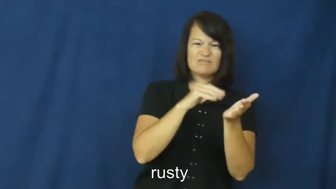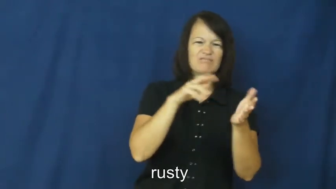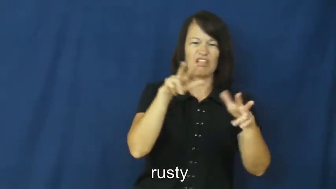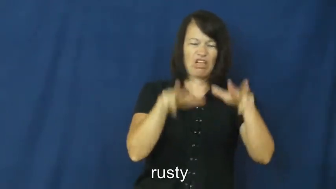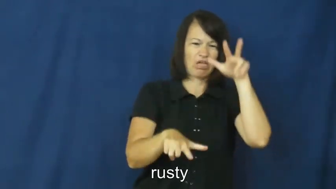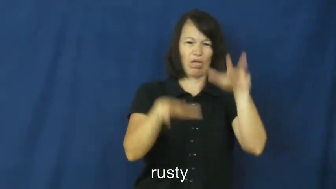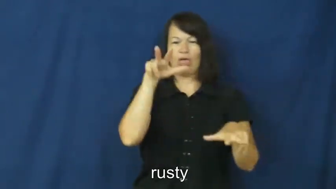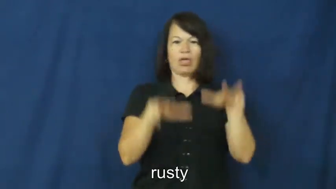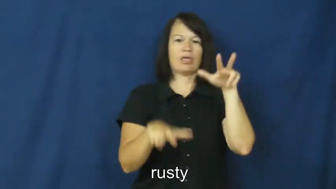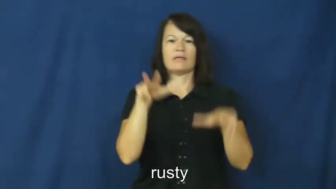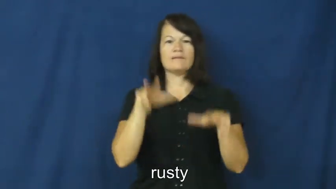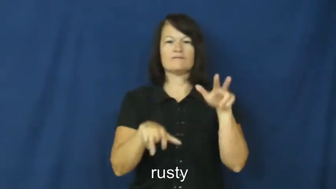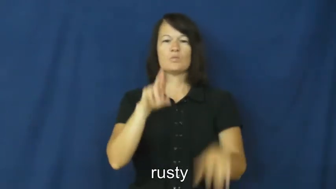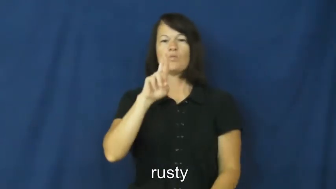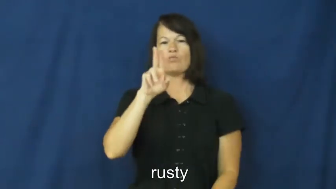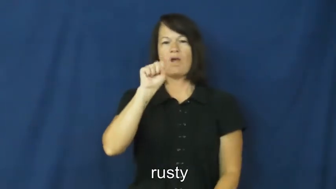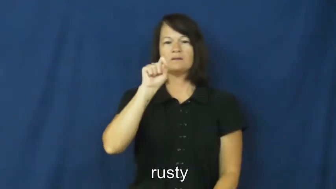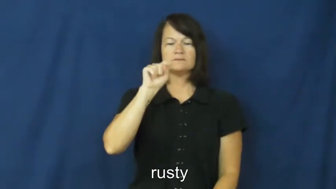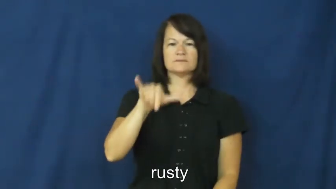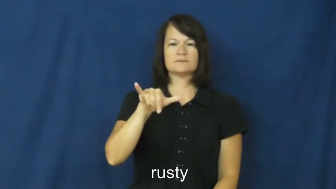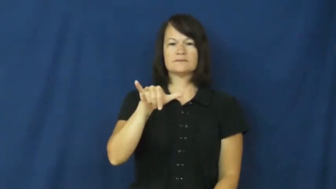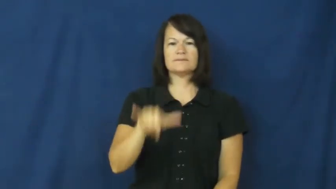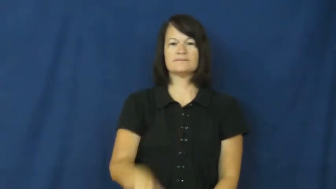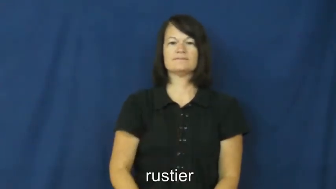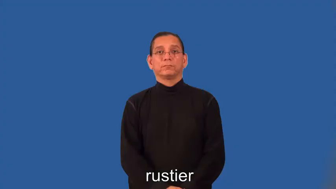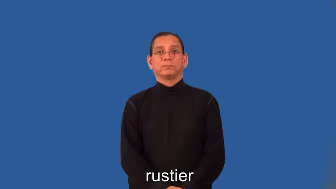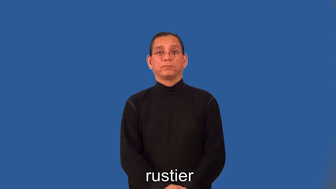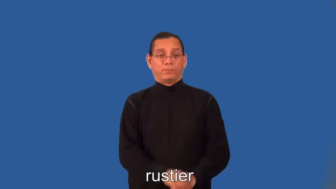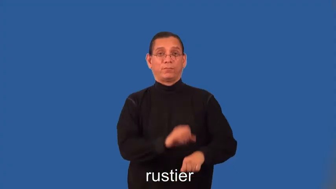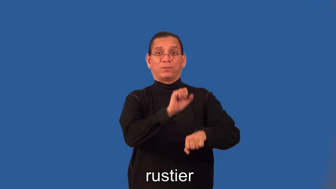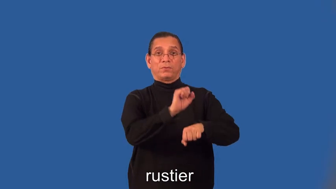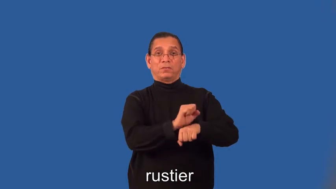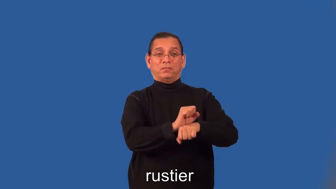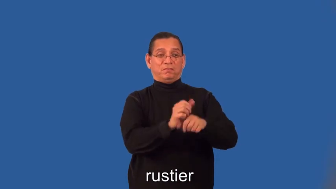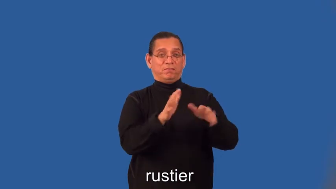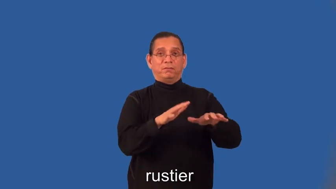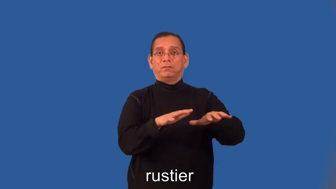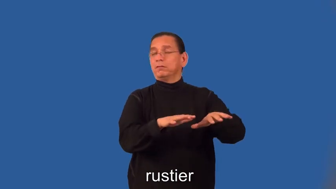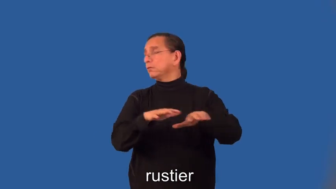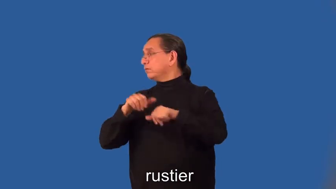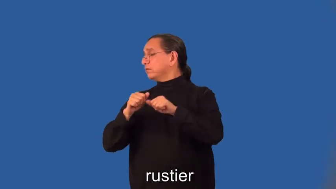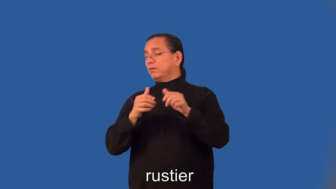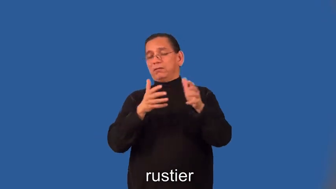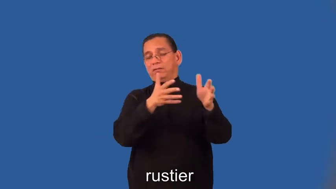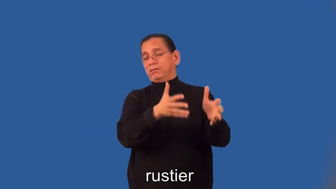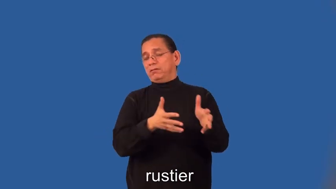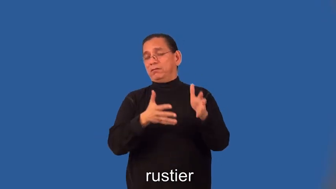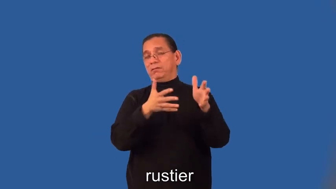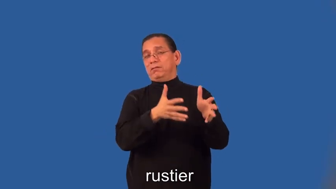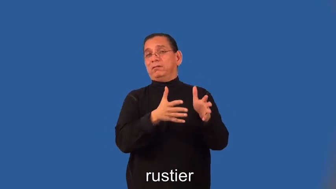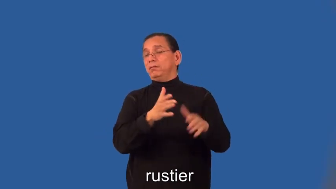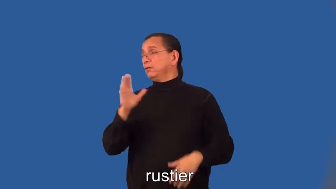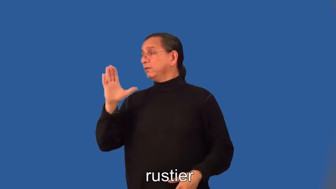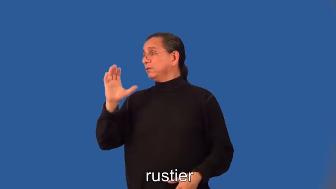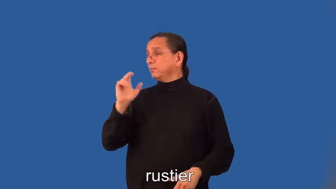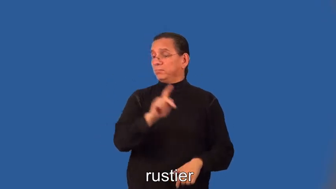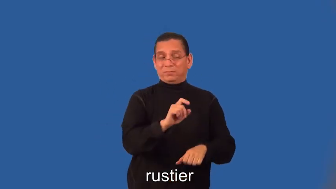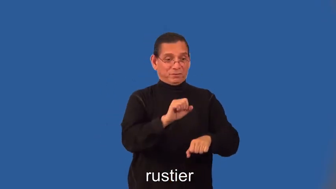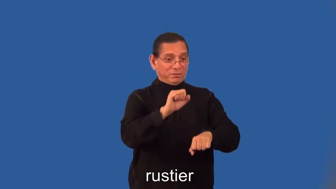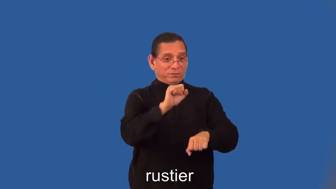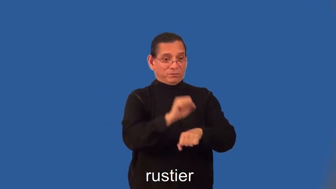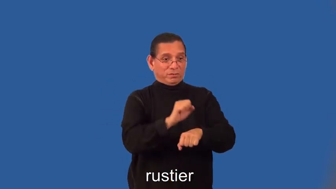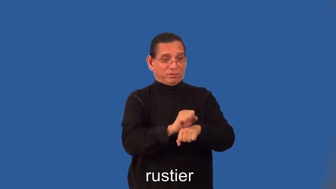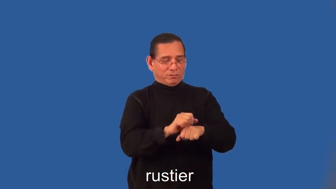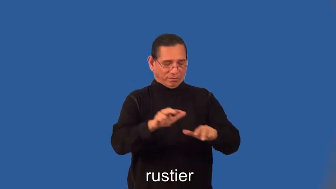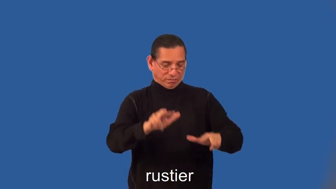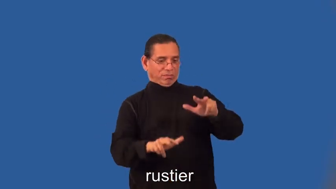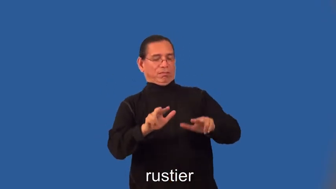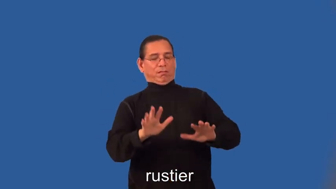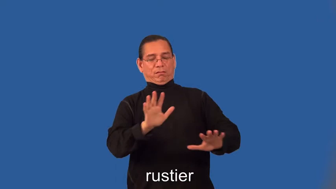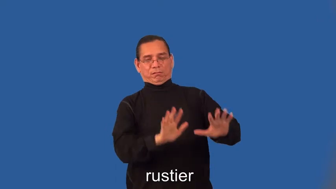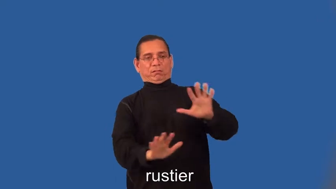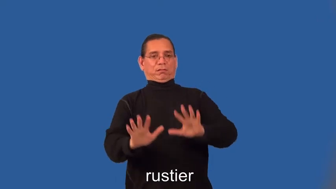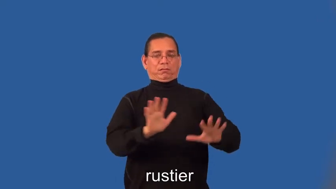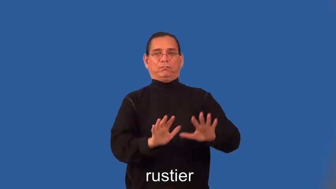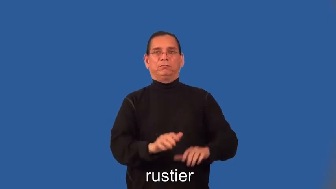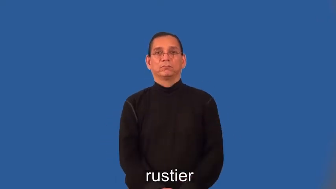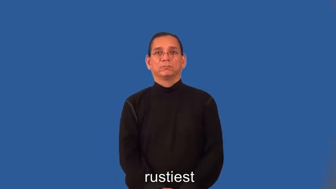rustier,rustiest-skill